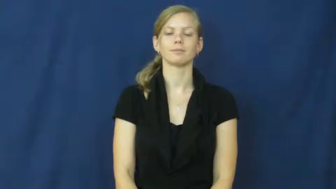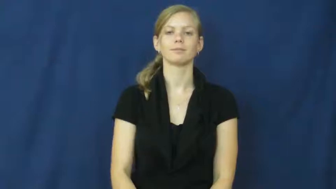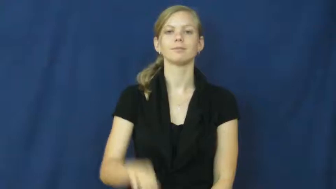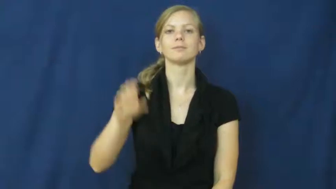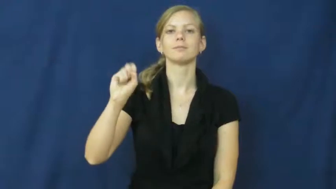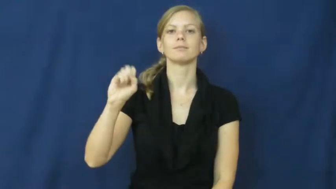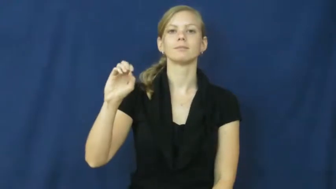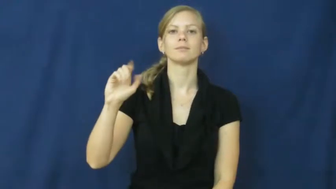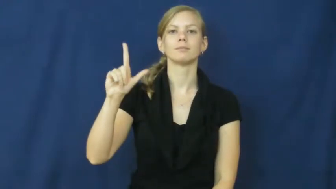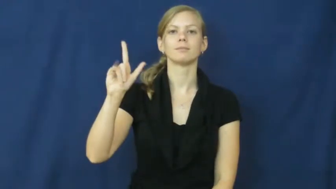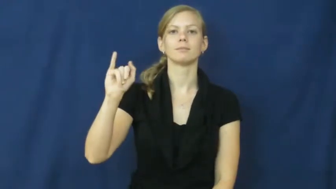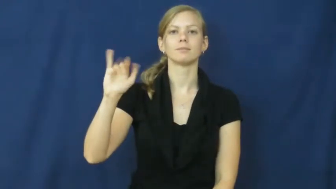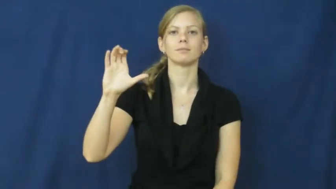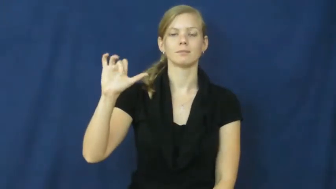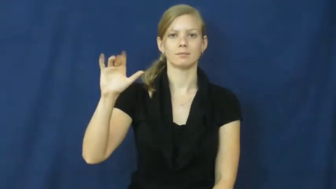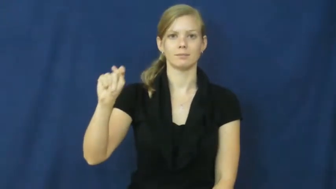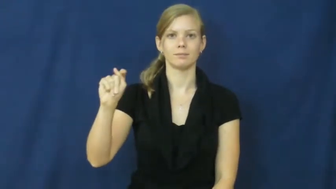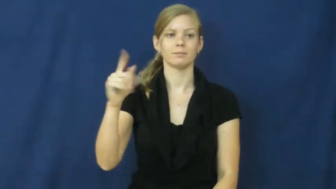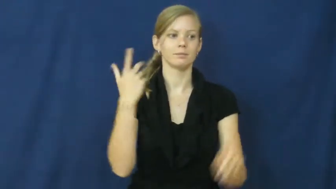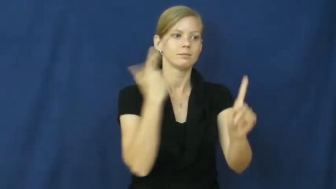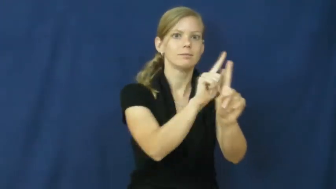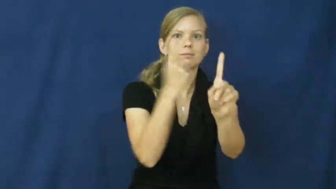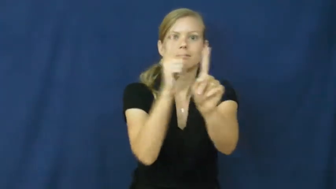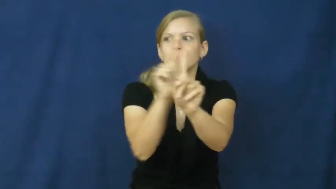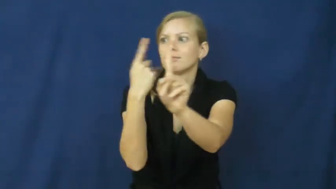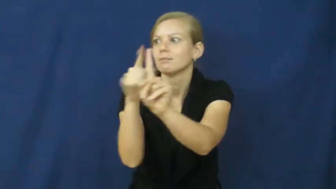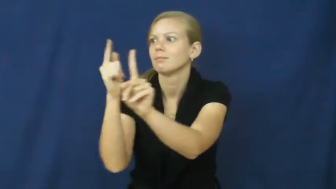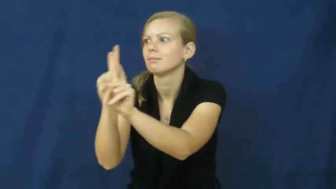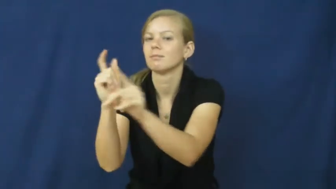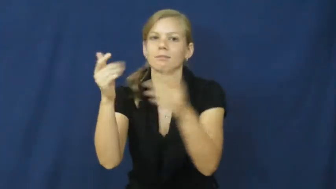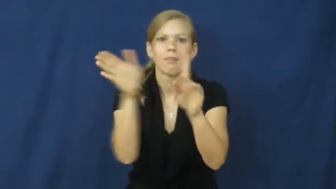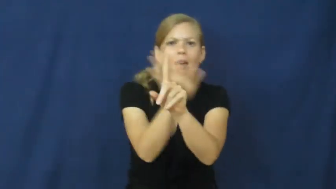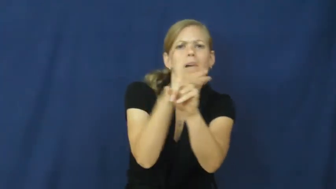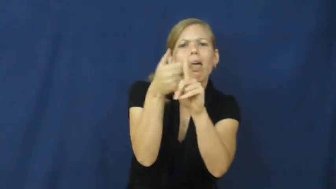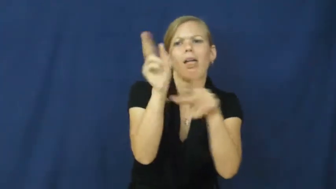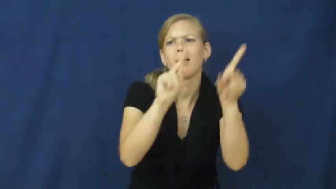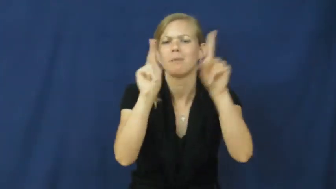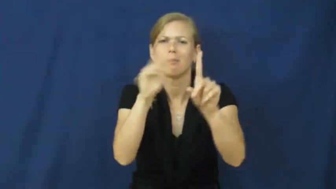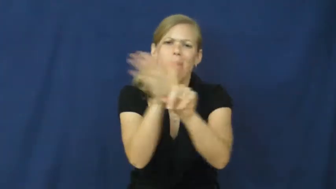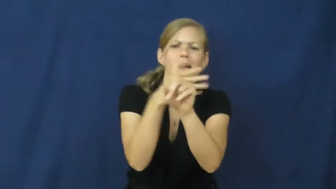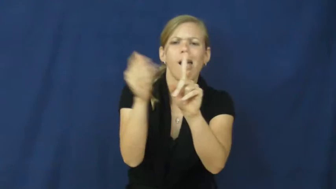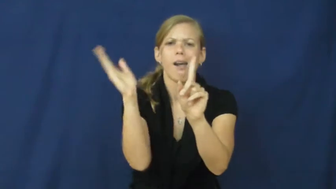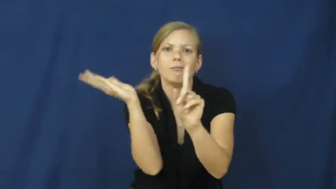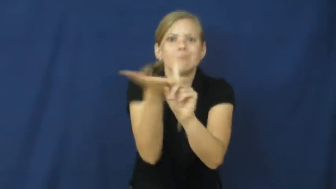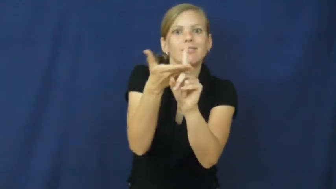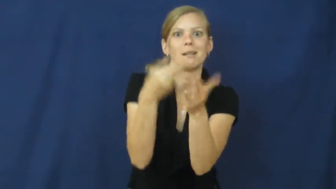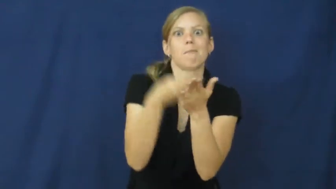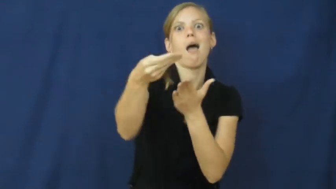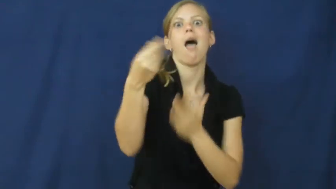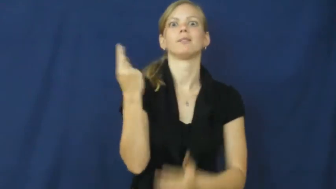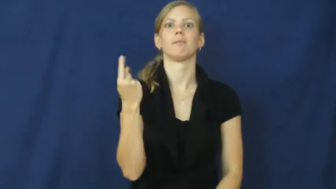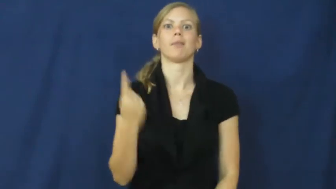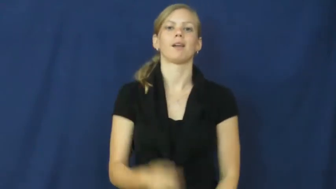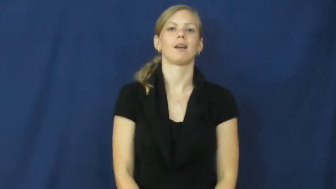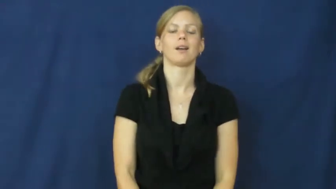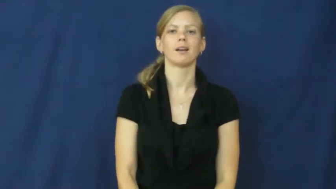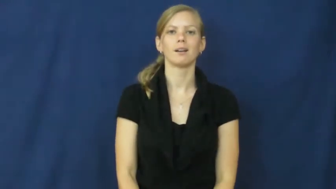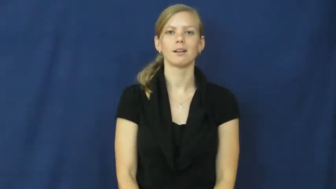solicit-convince people buy